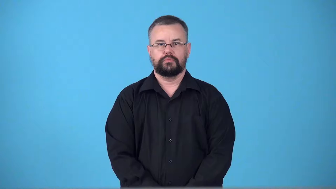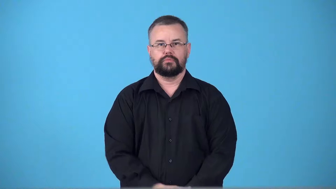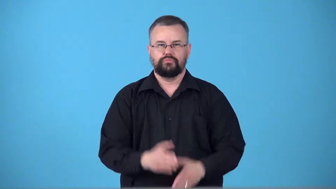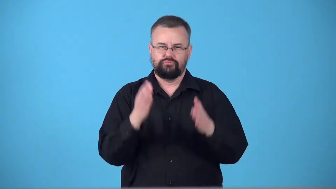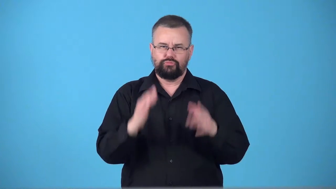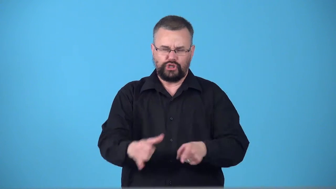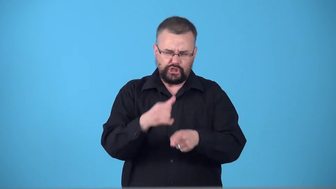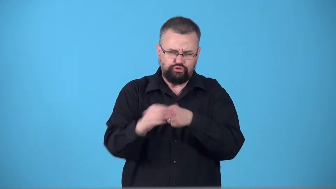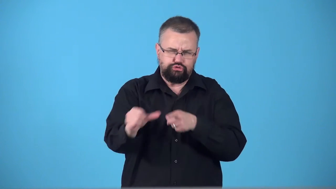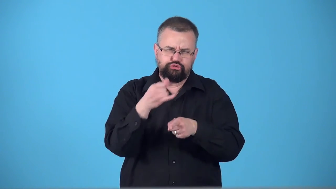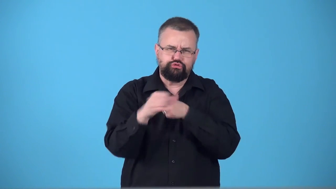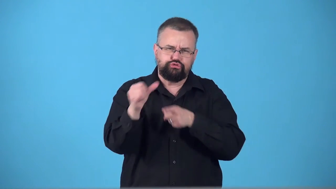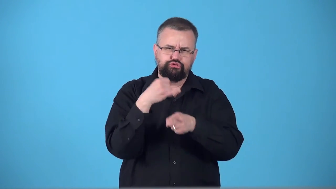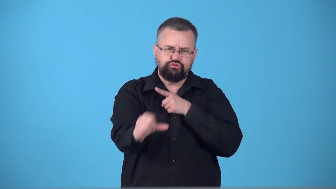swearer,curser-person says bad words